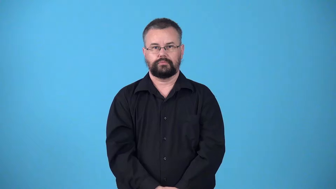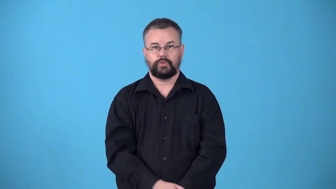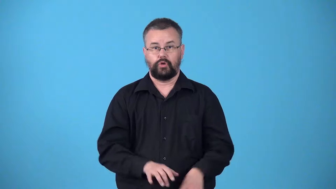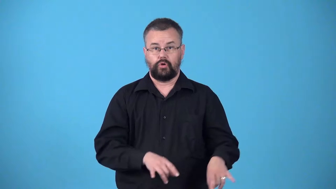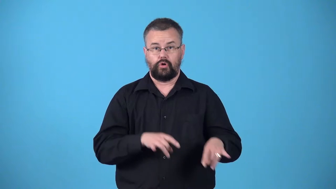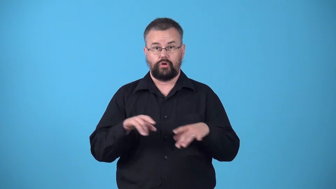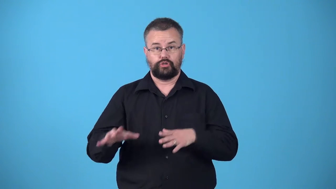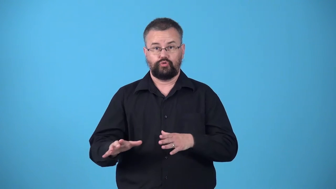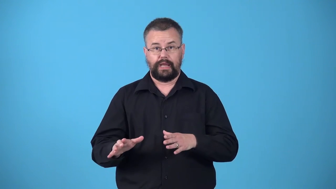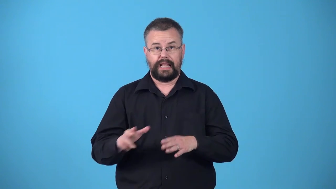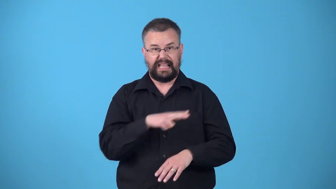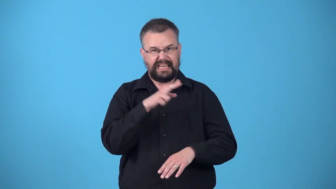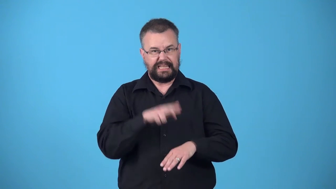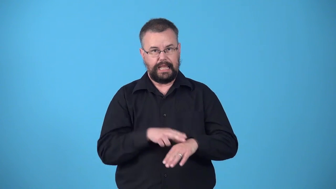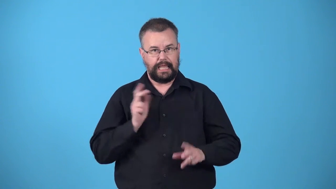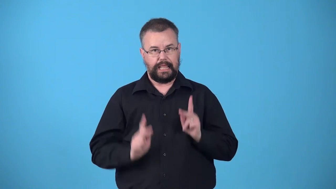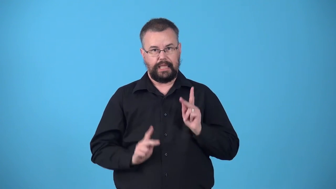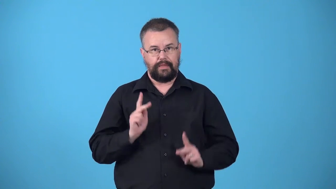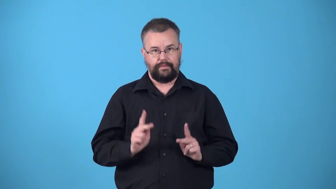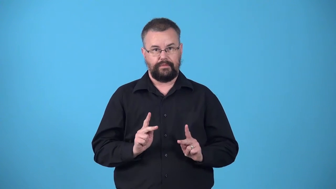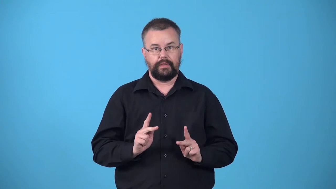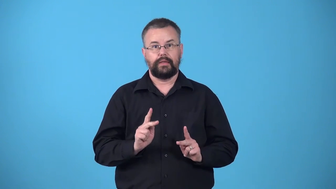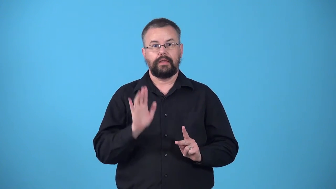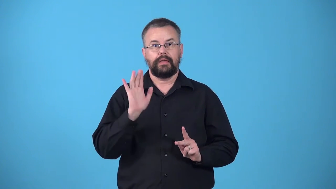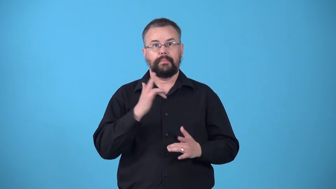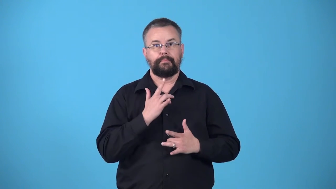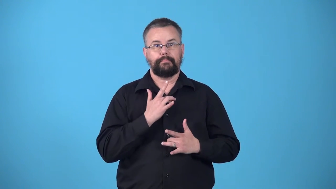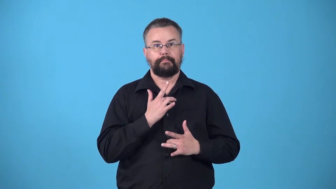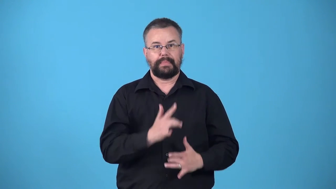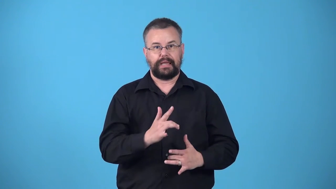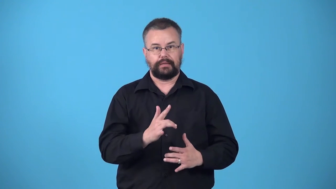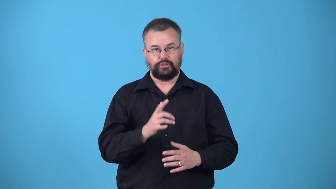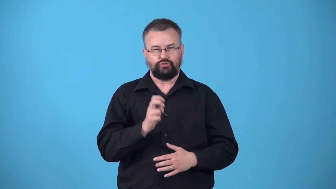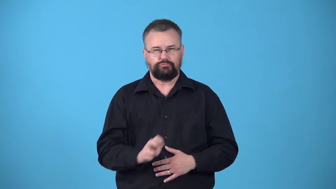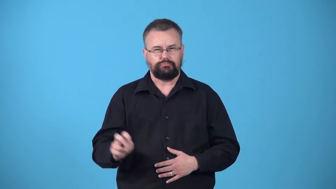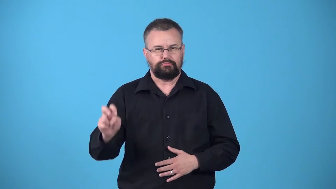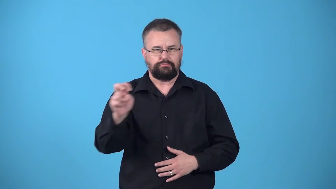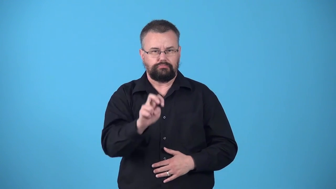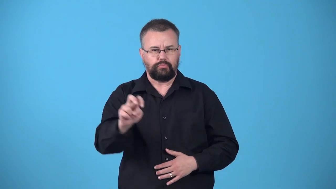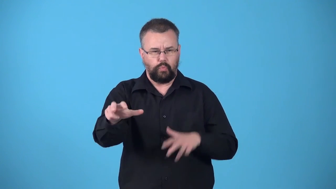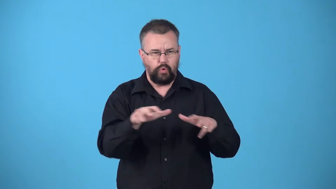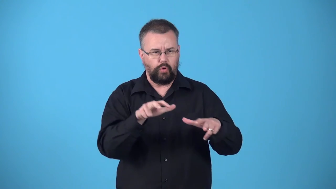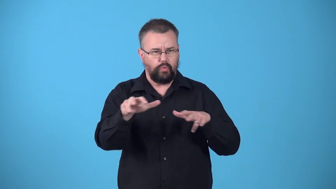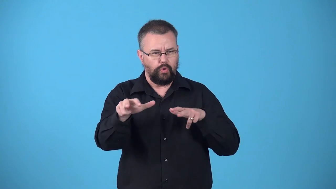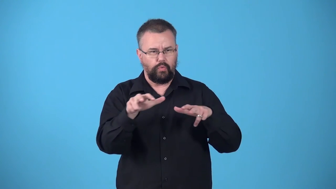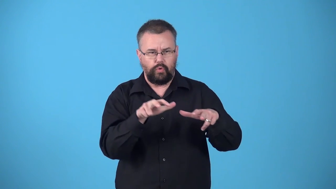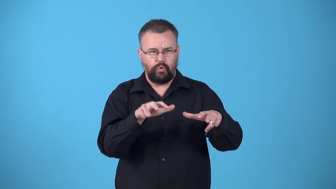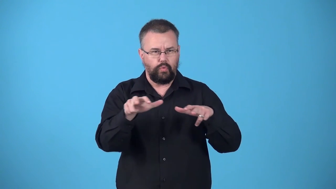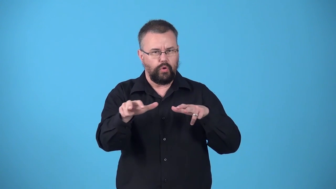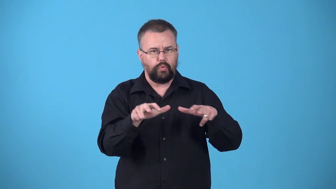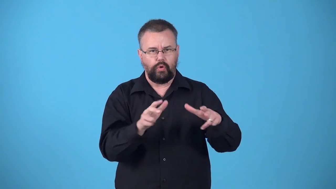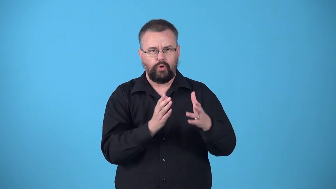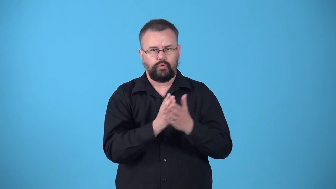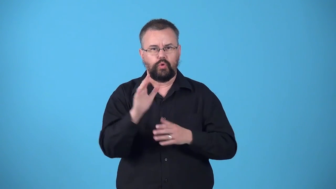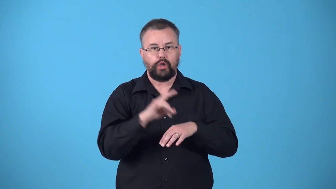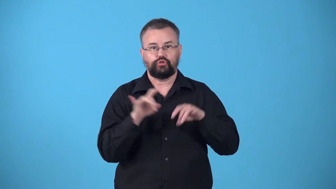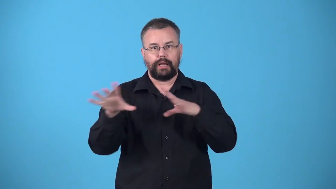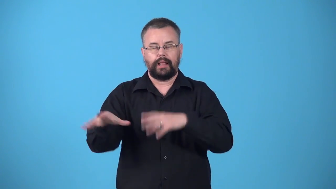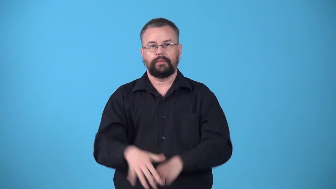walkabout-along trip made trhough the Australian outback